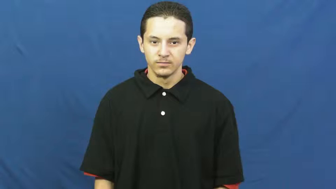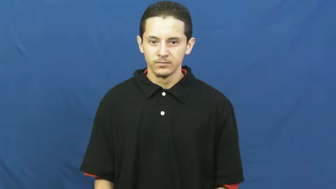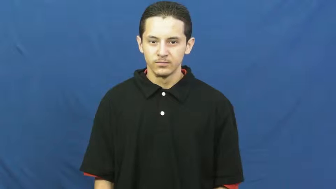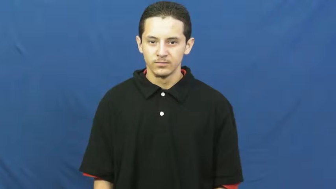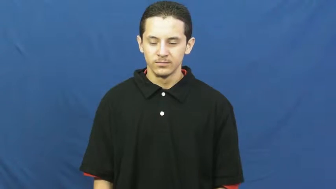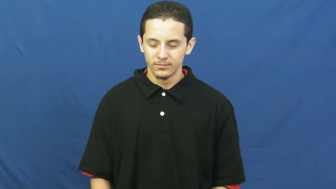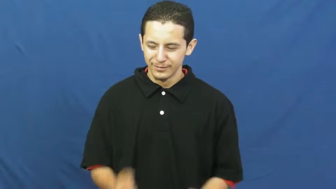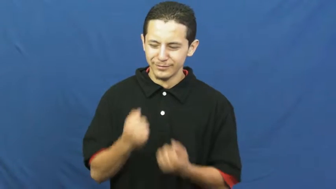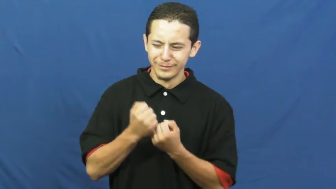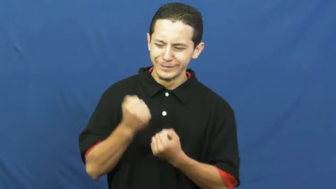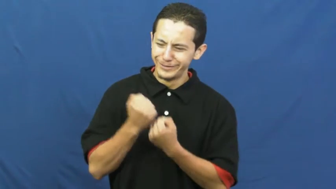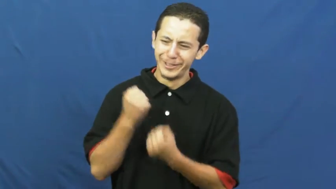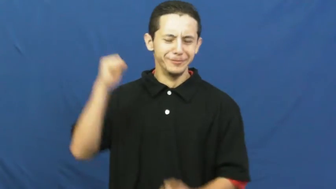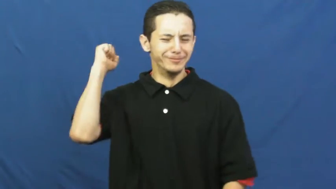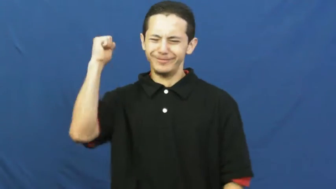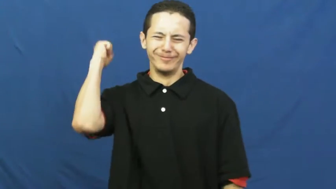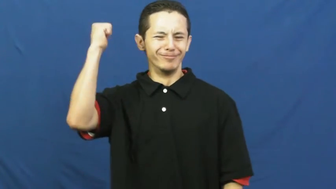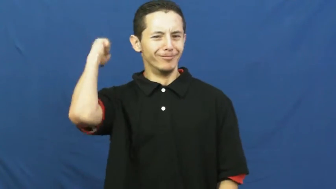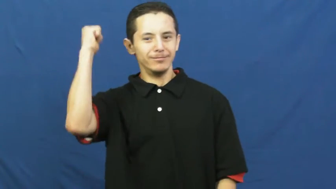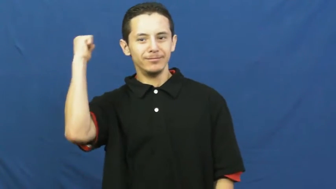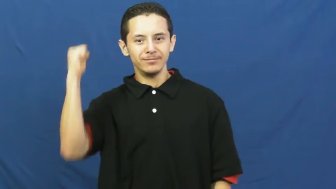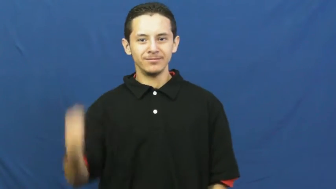crusade